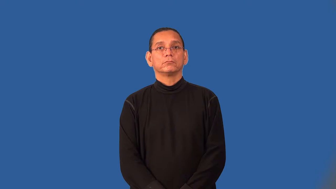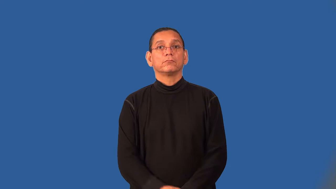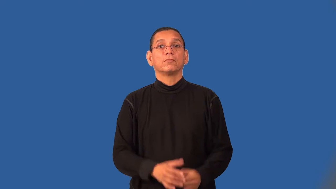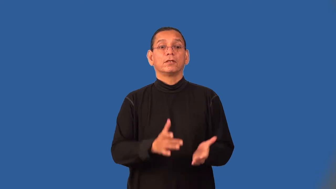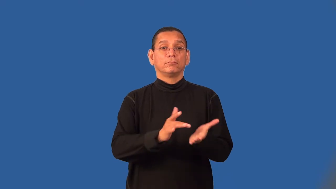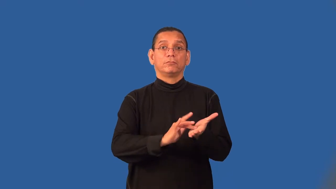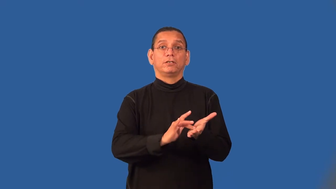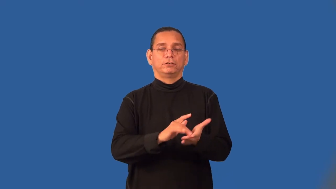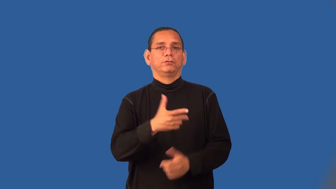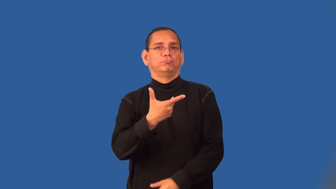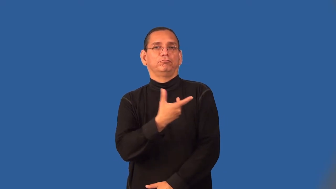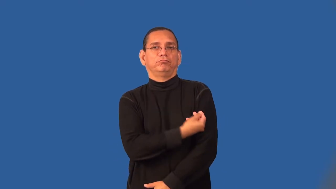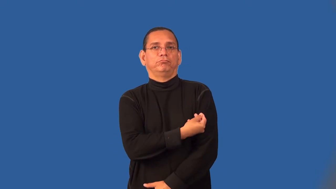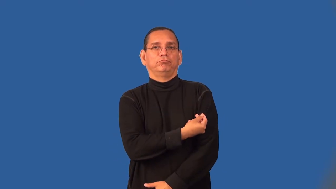serum